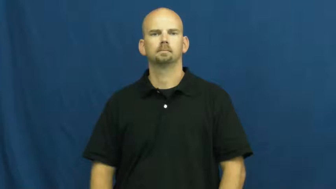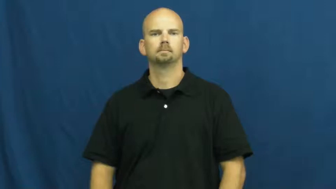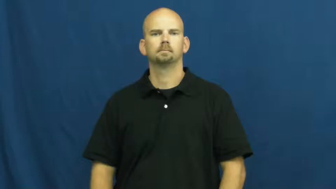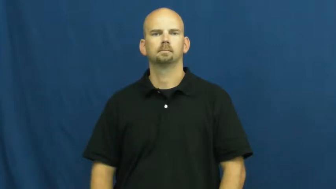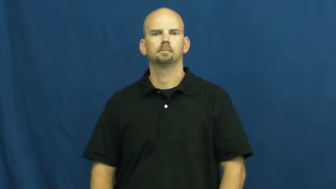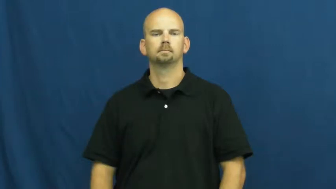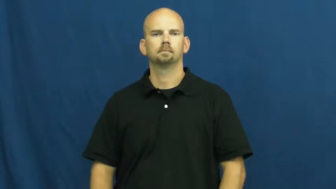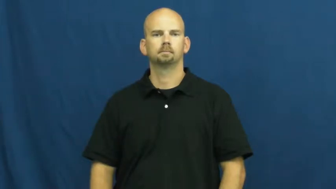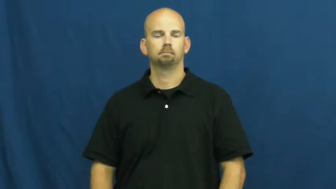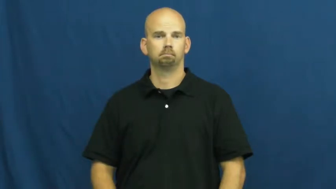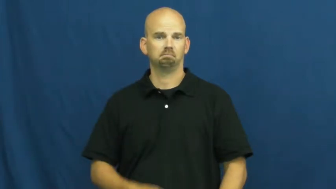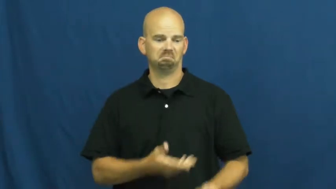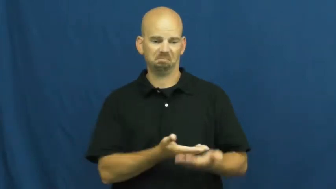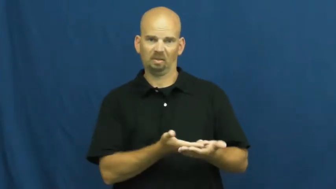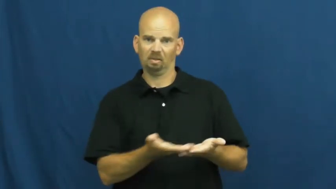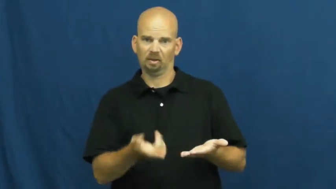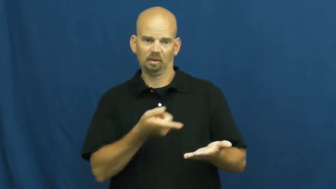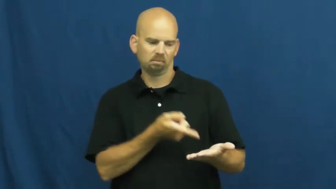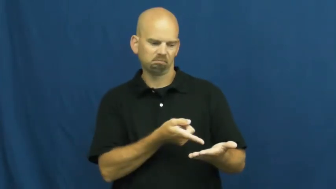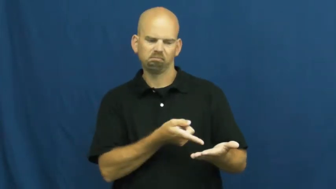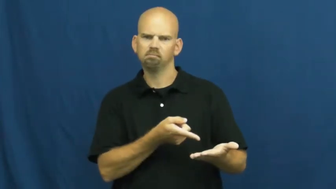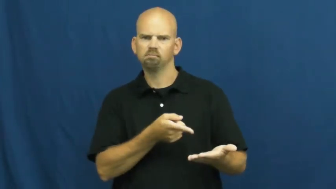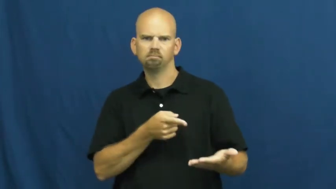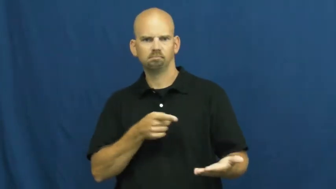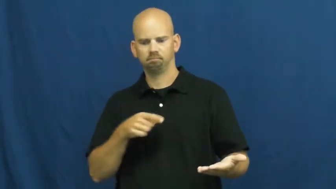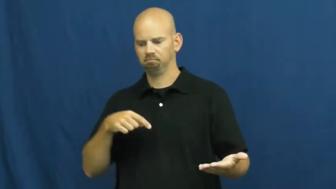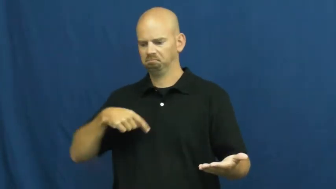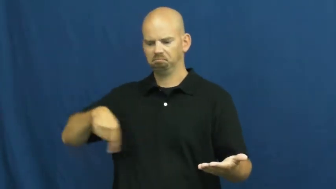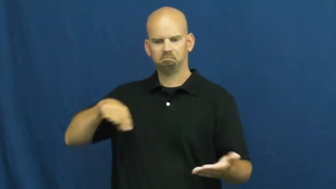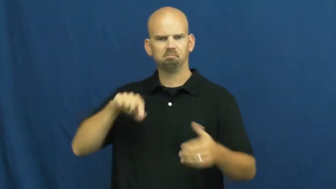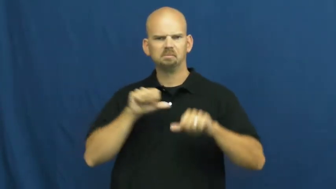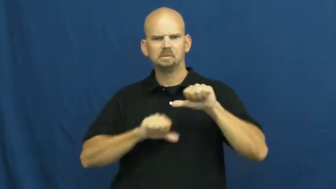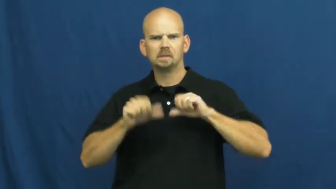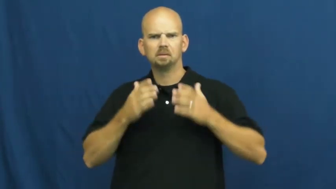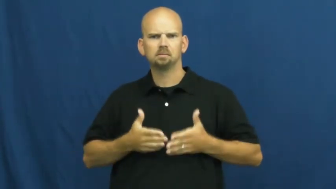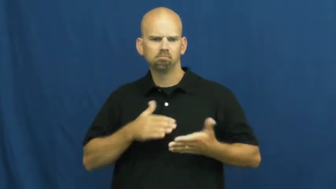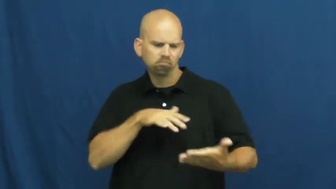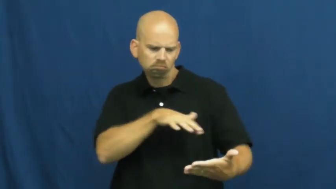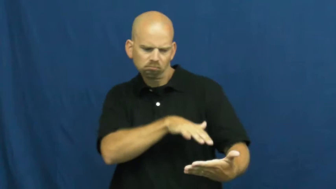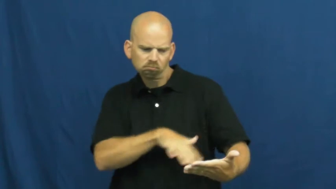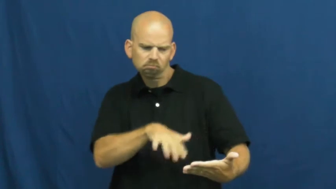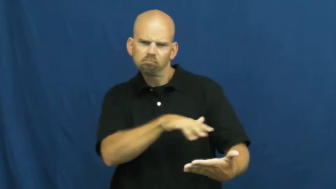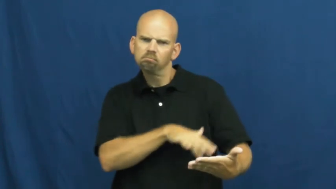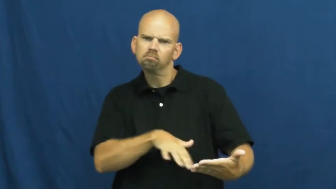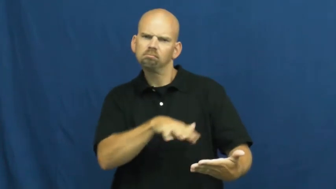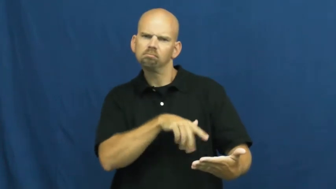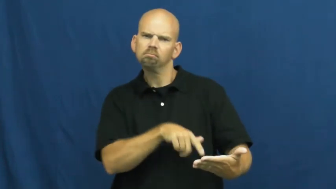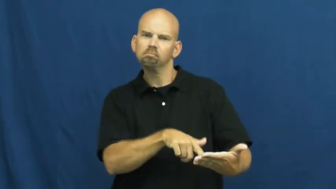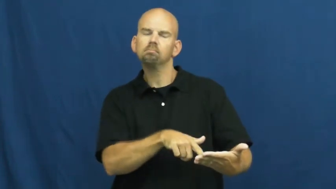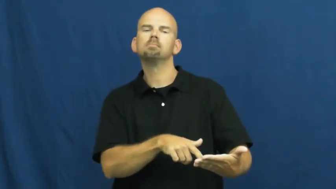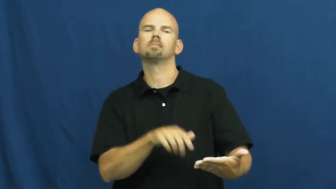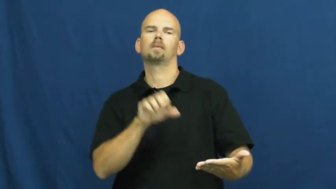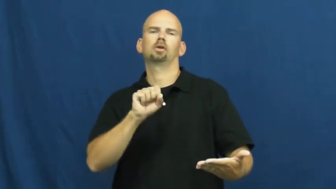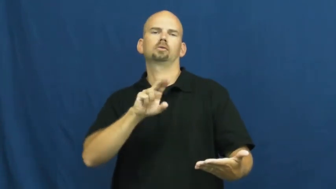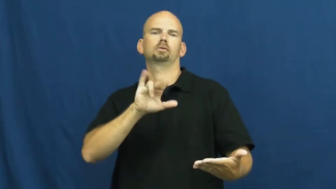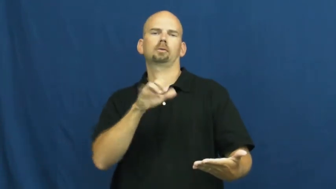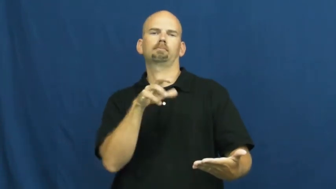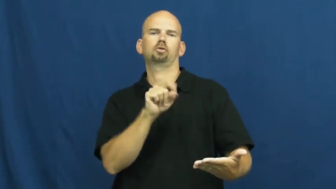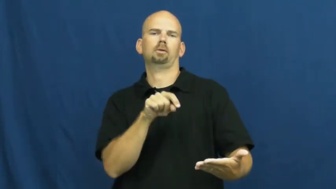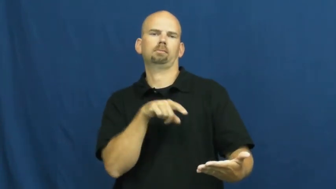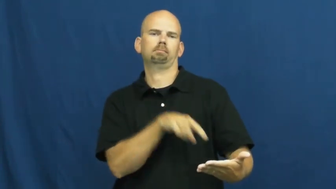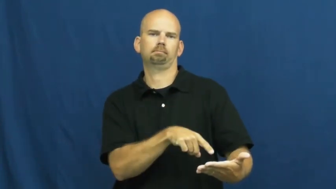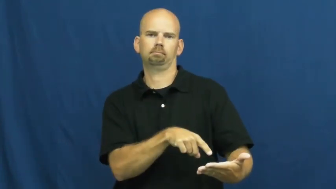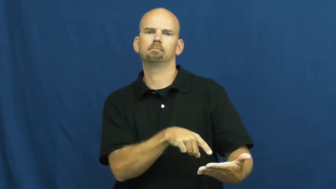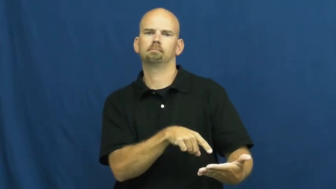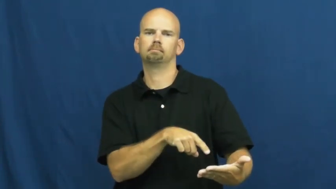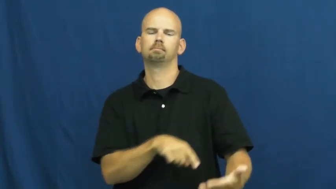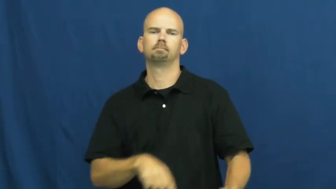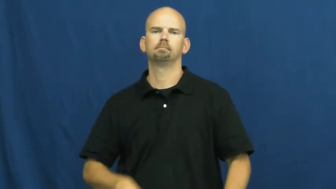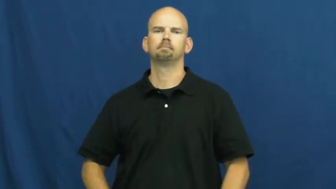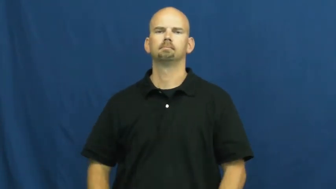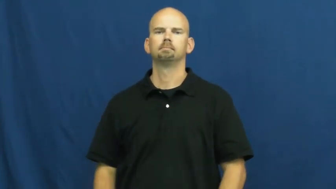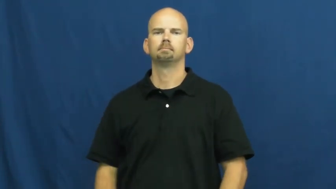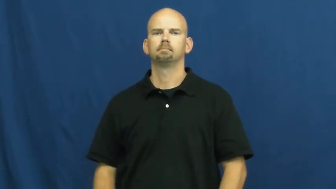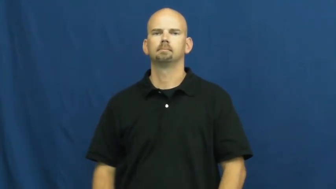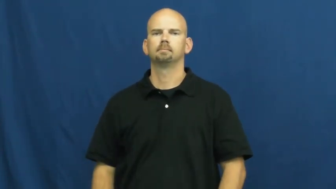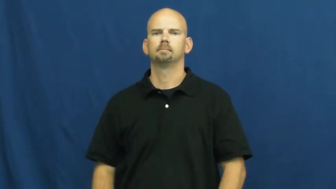subject-science